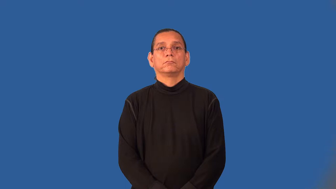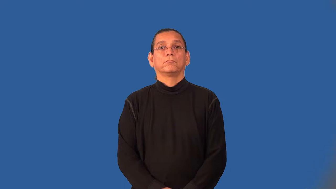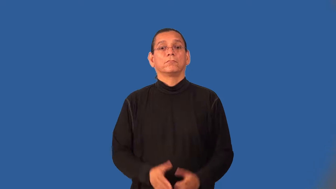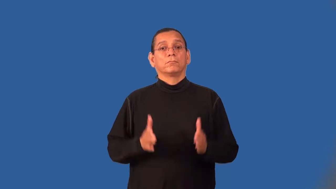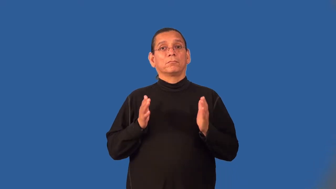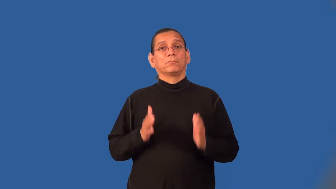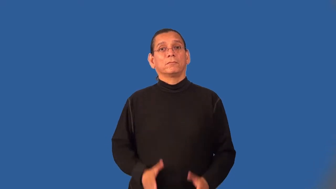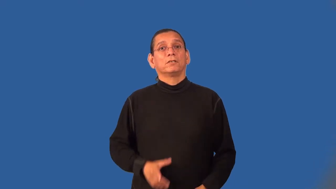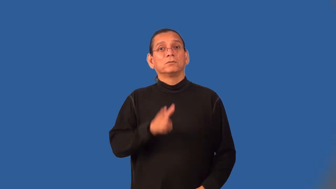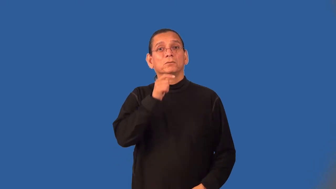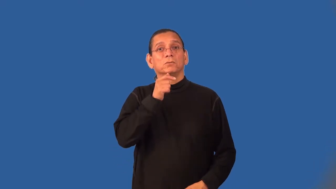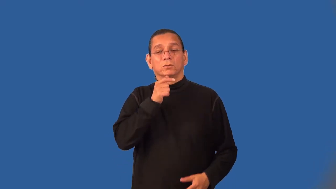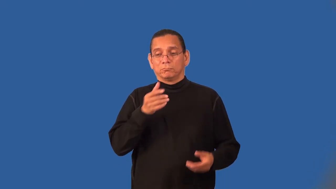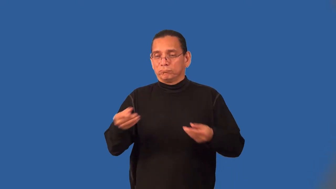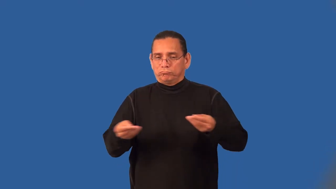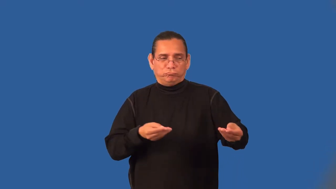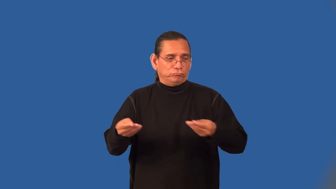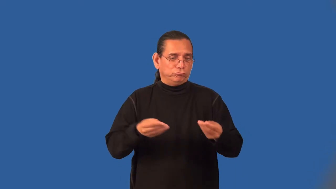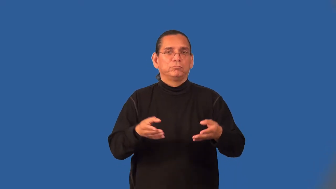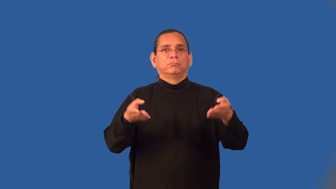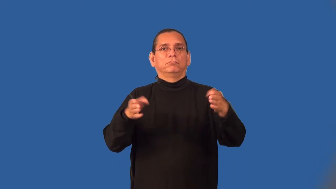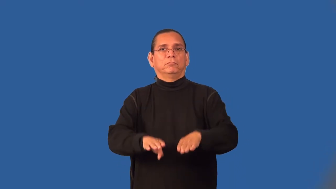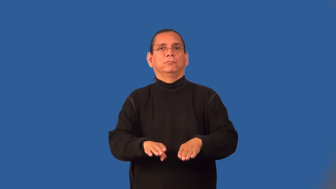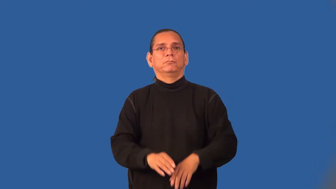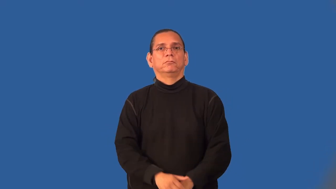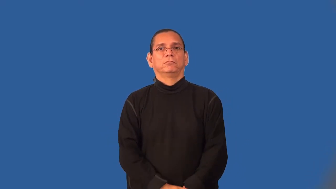bookmaker-bet